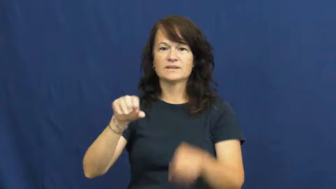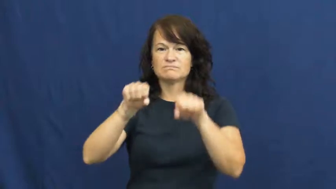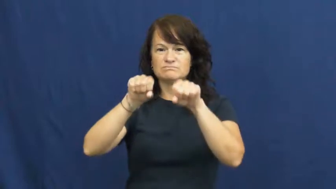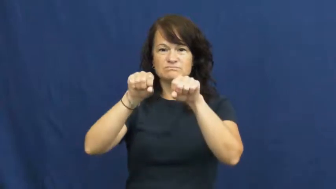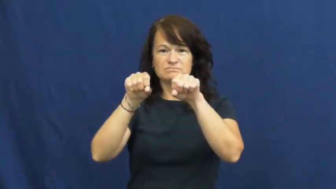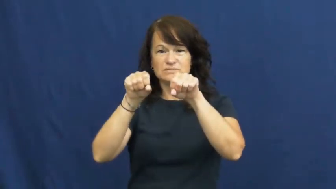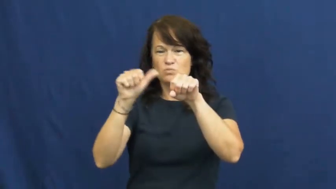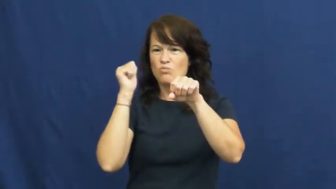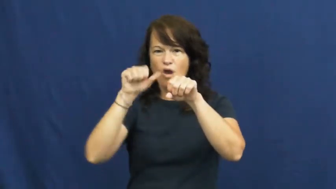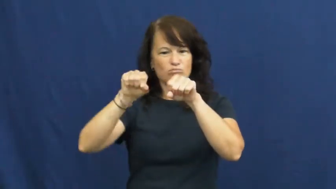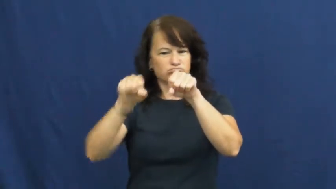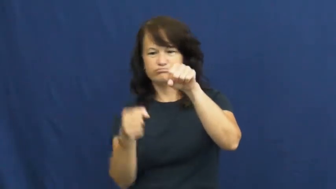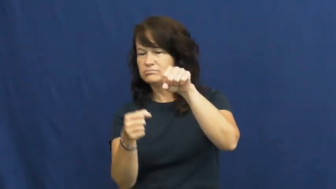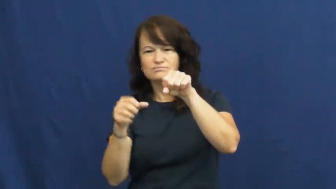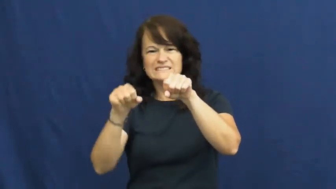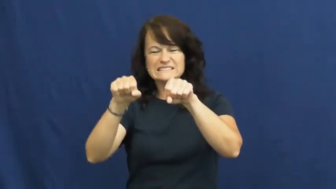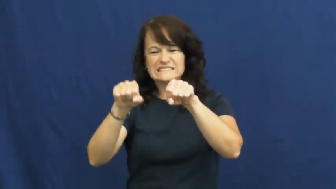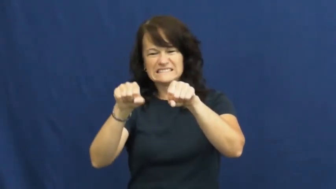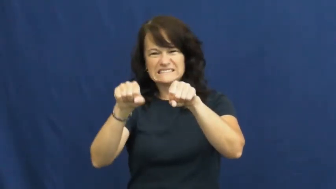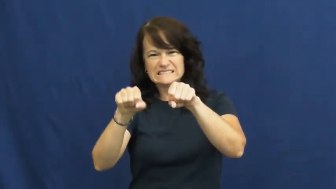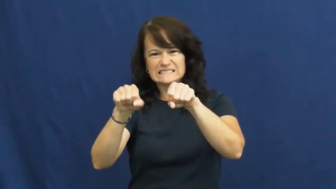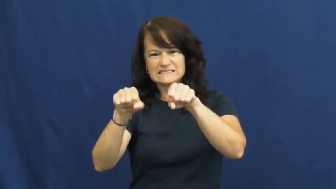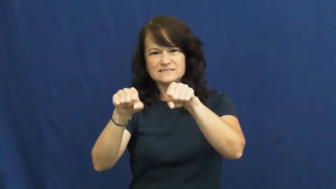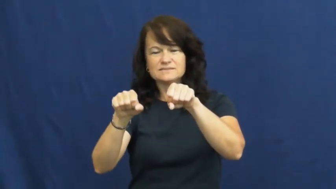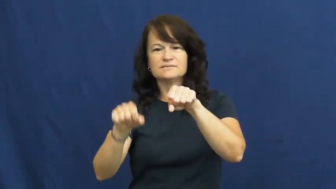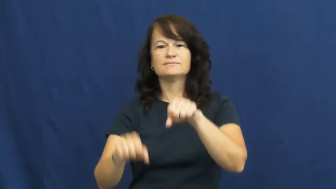stiff,rigid,inflexible,tumid